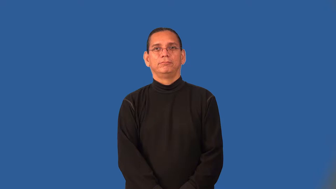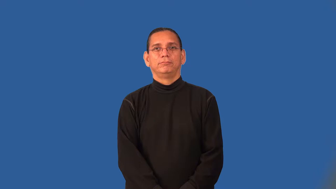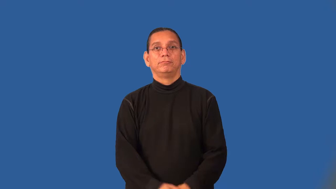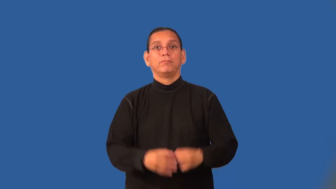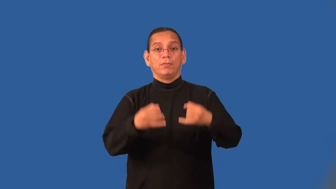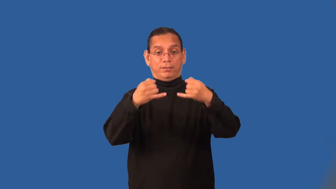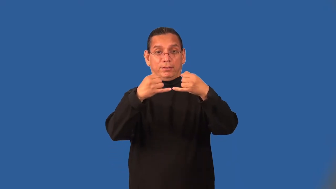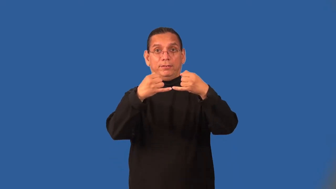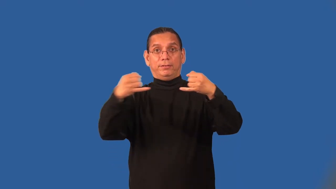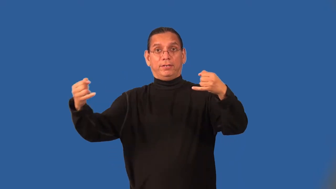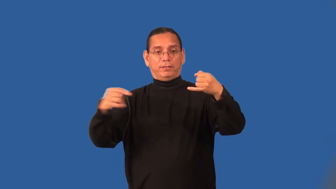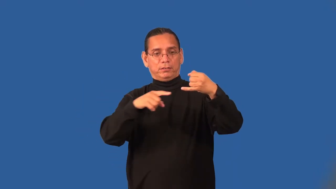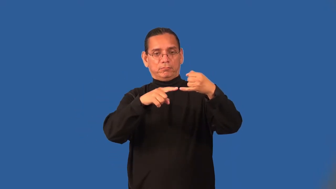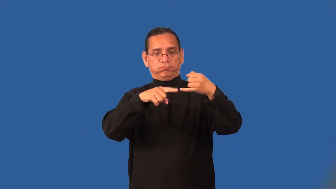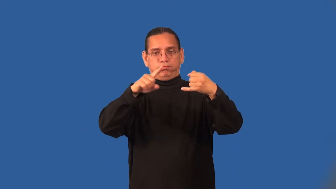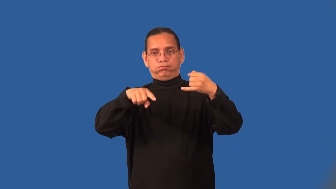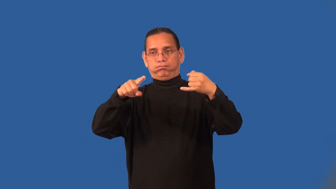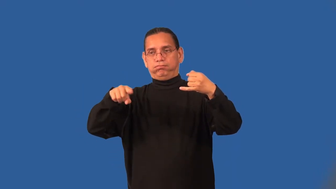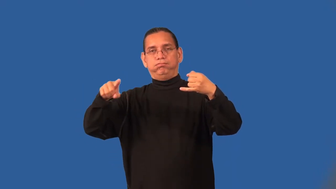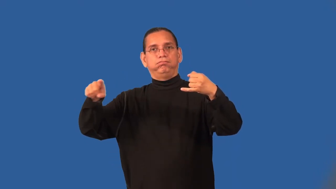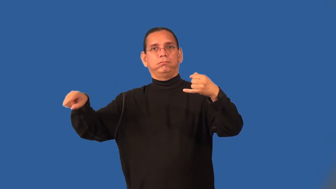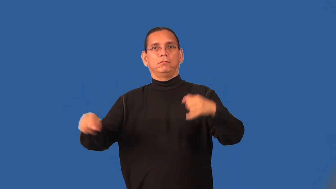squiggle